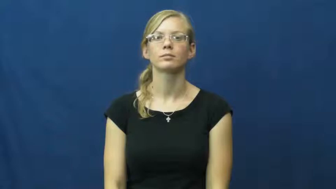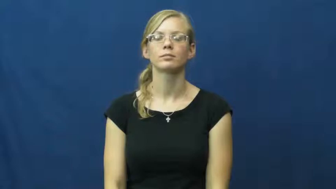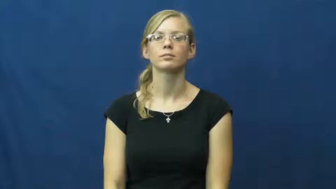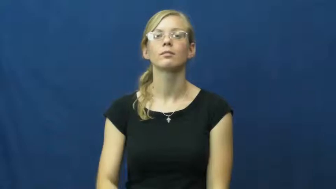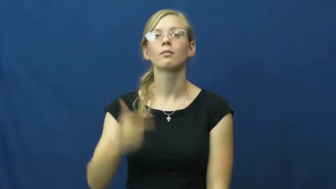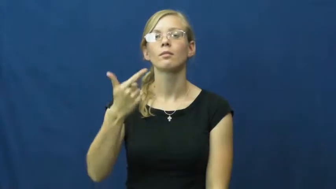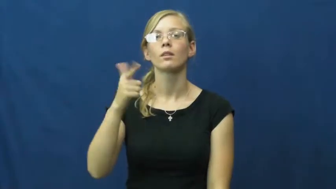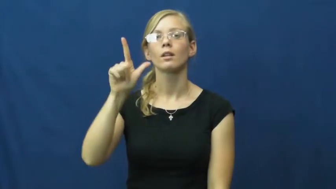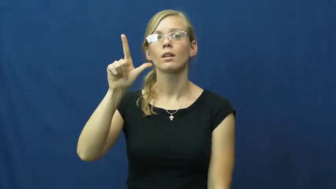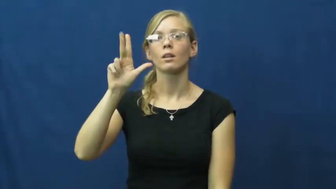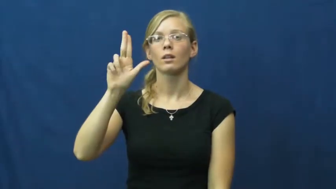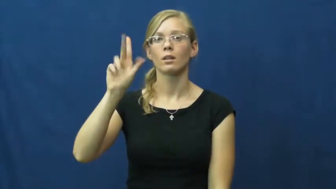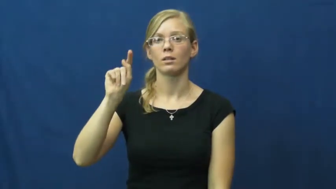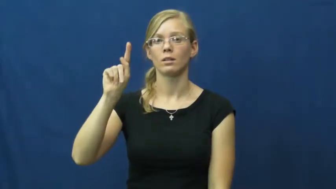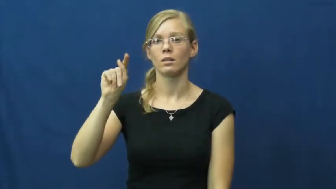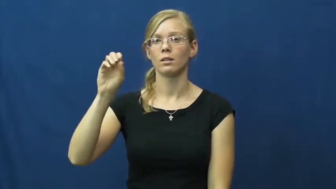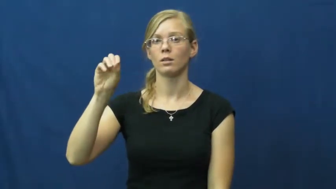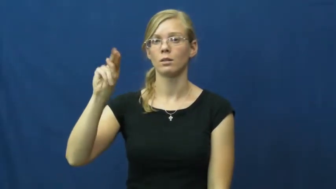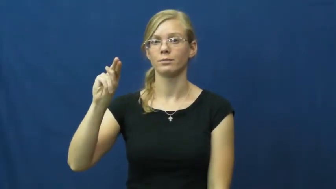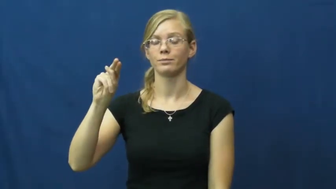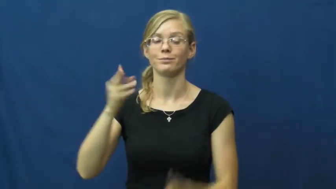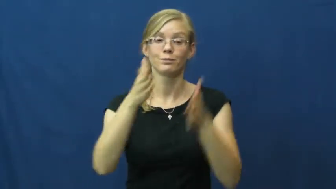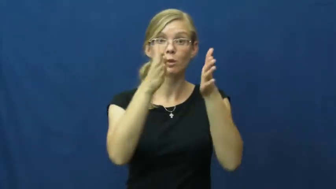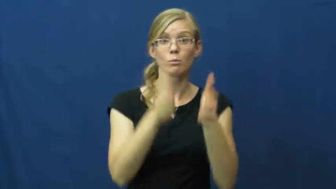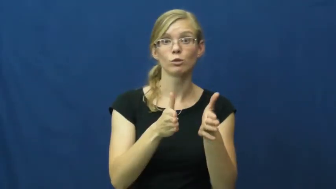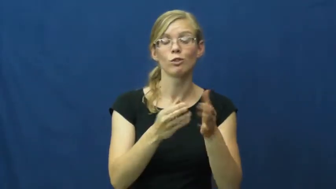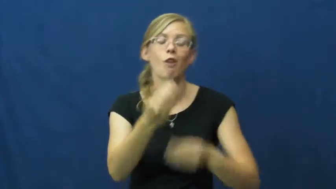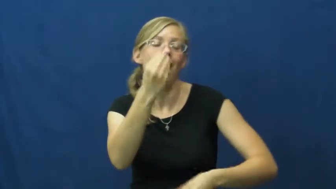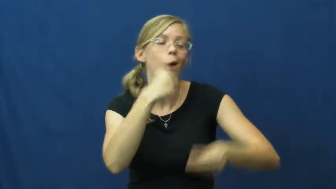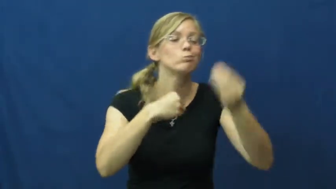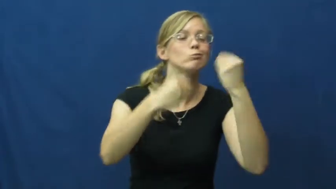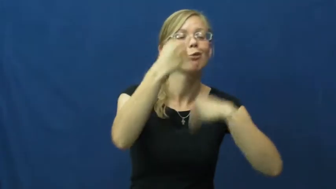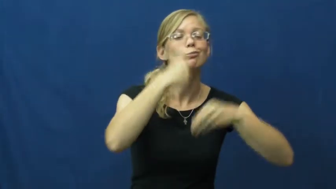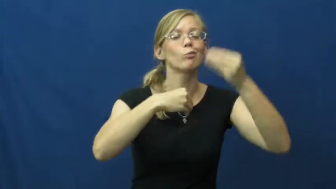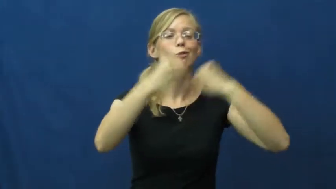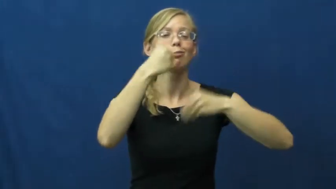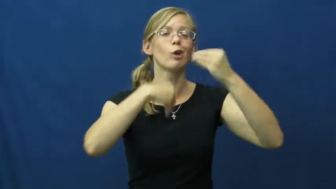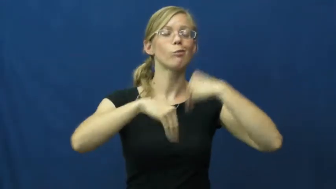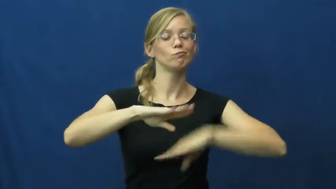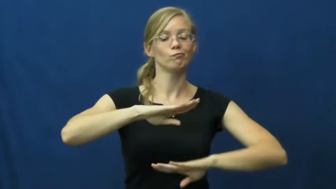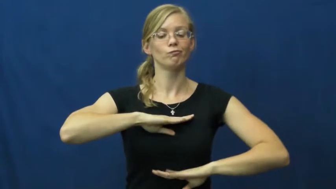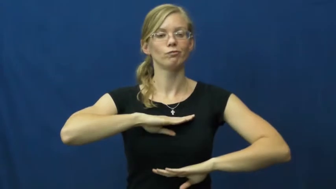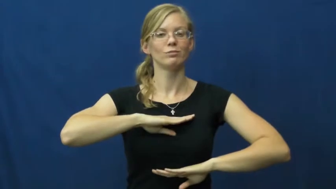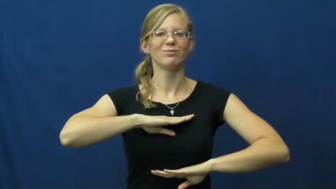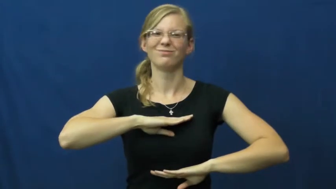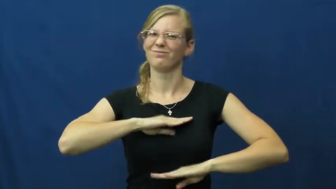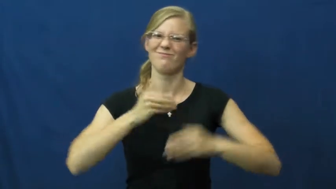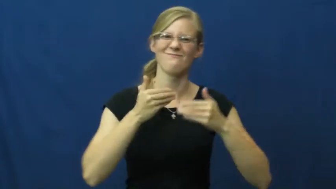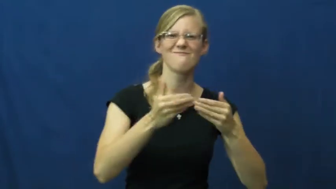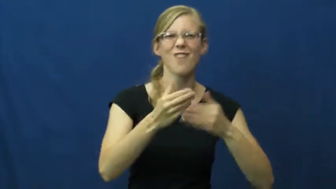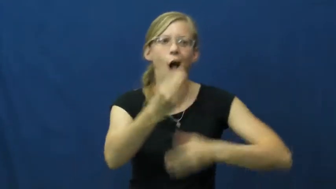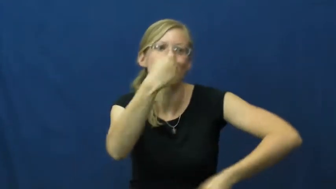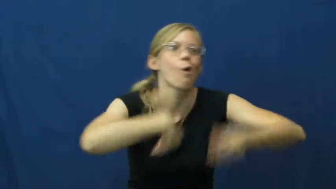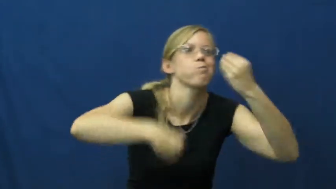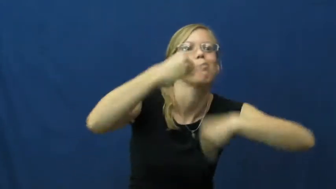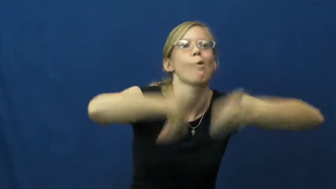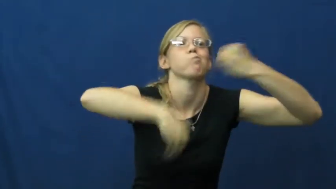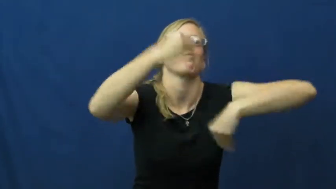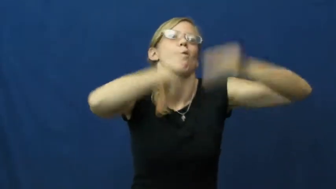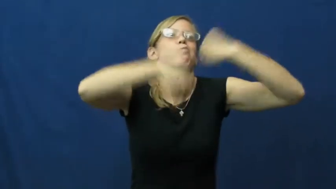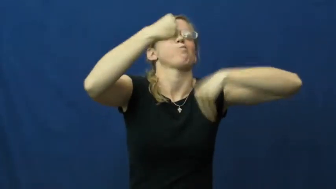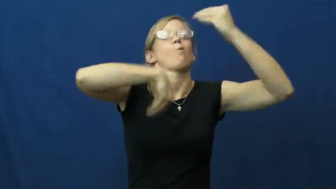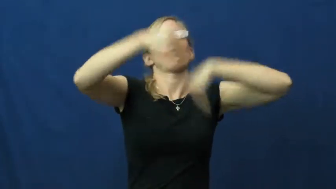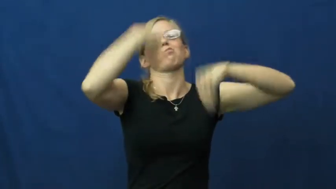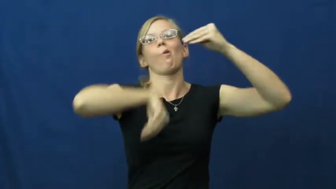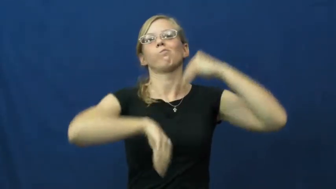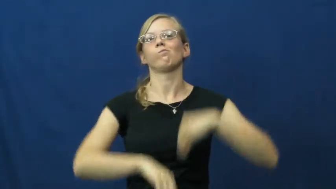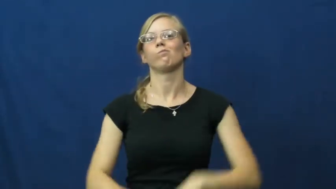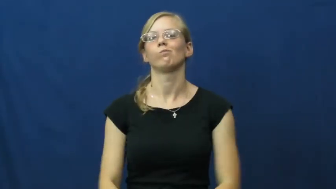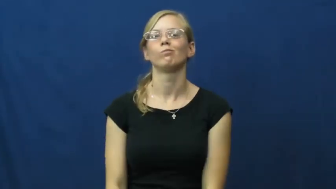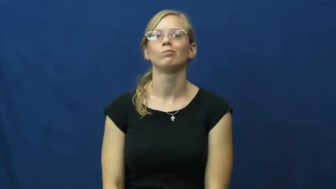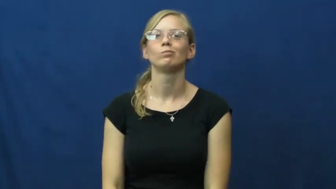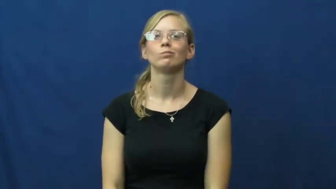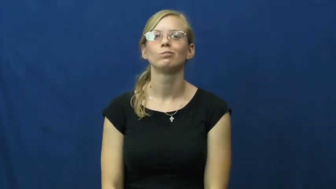glutton